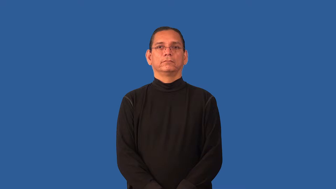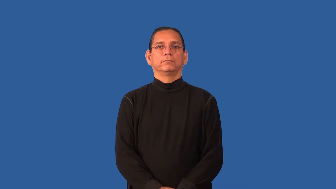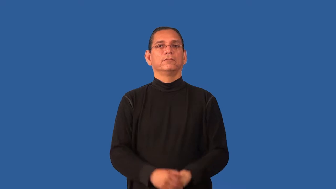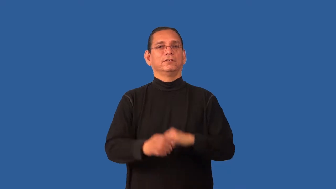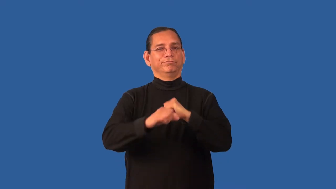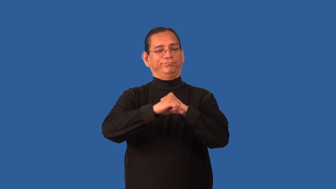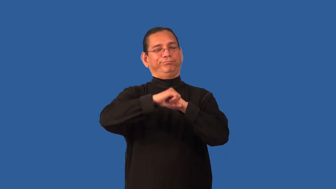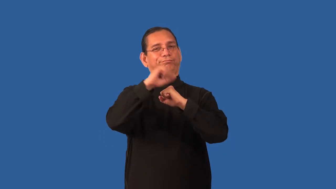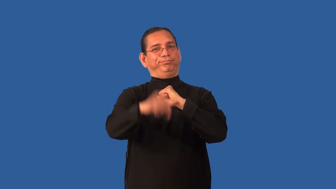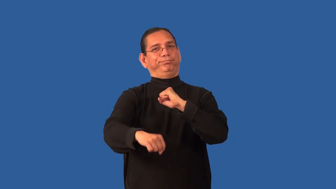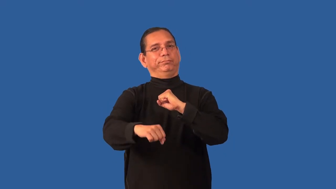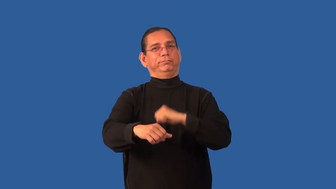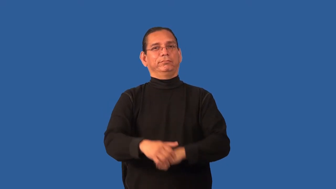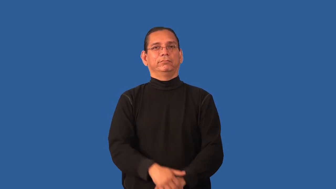elaborate-verb